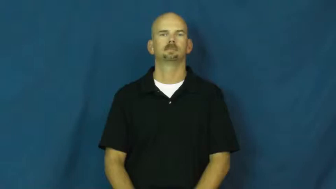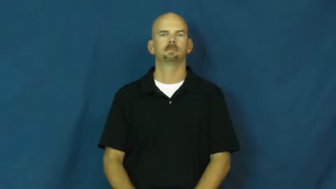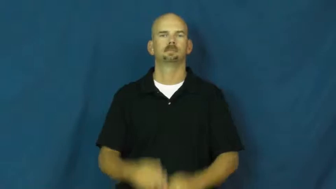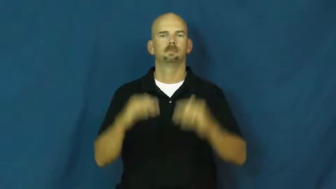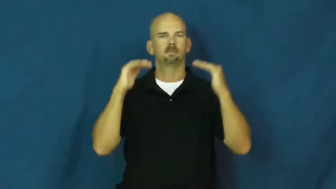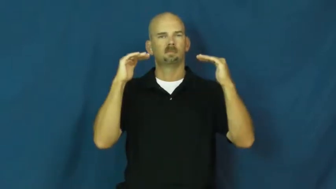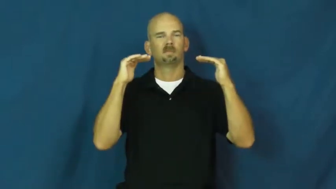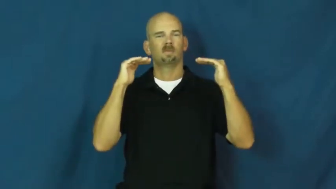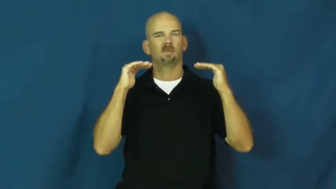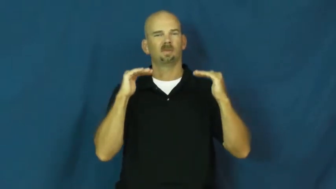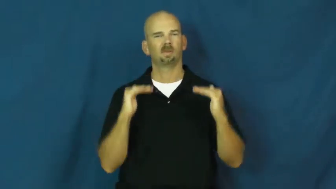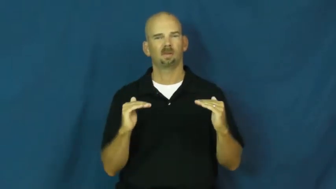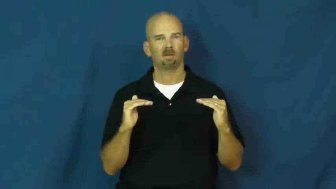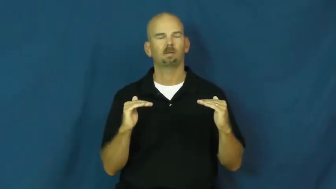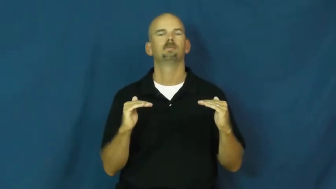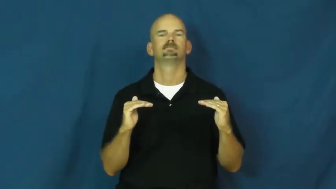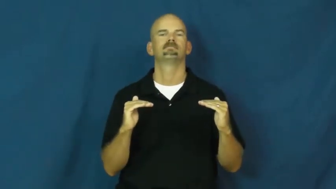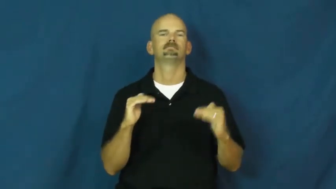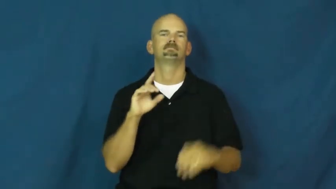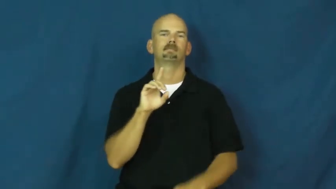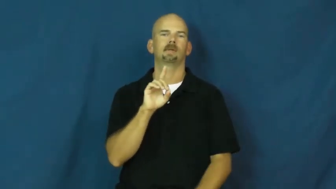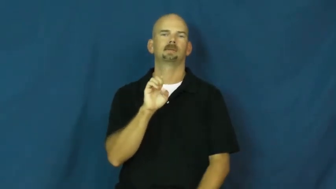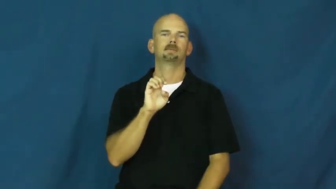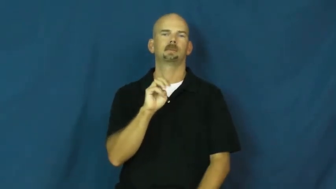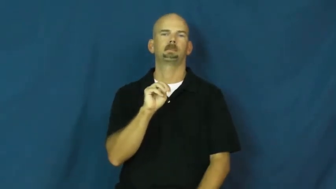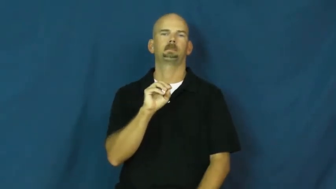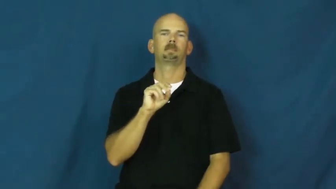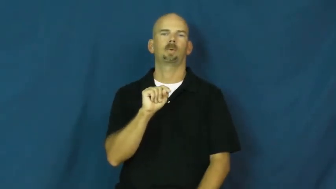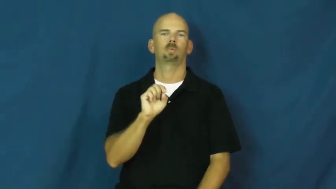demote,downgrade